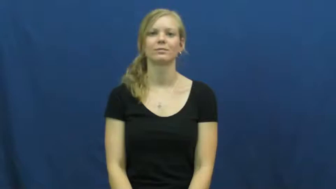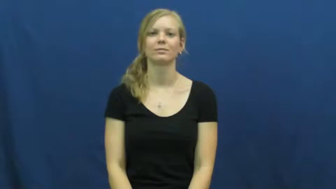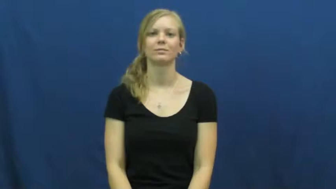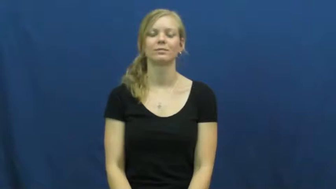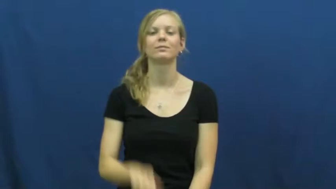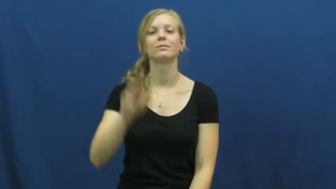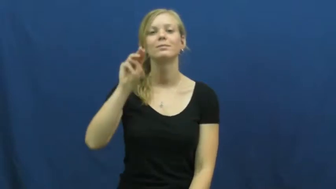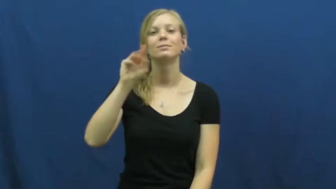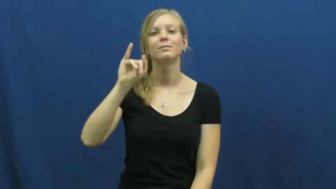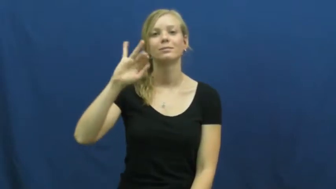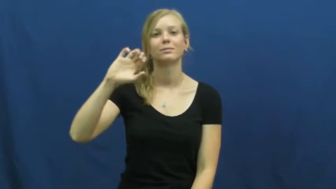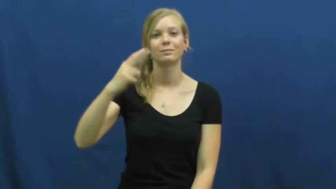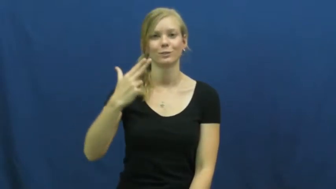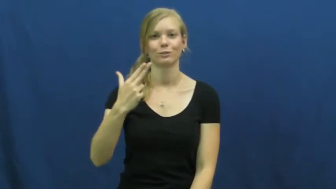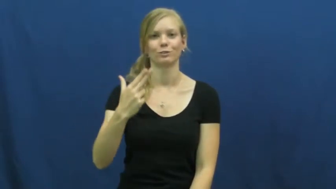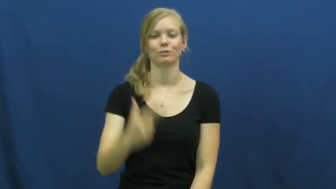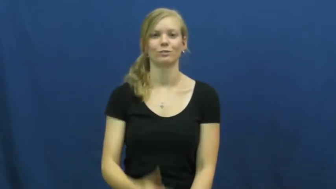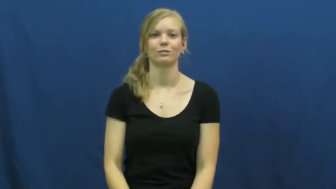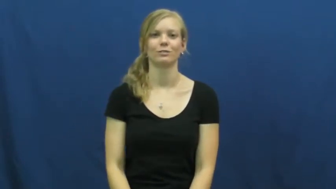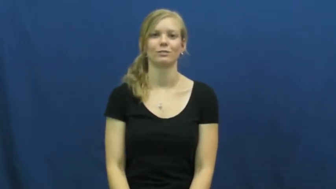michigan